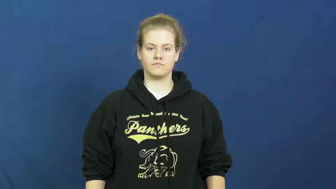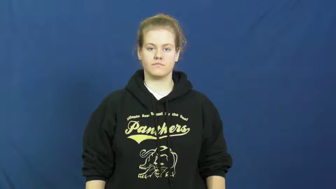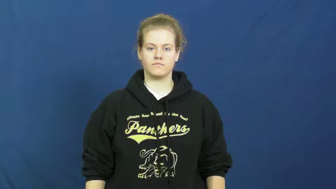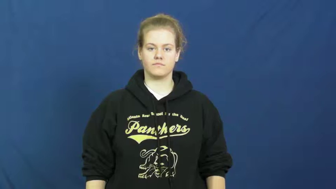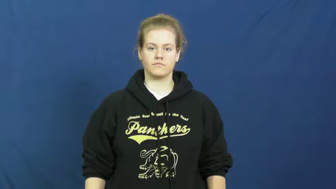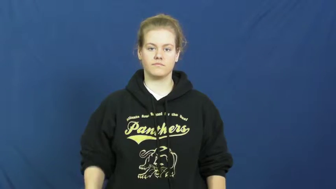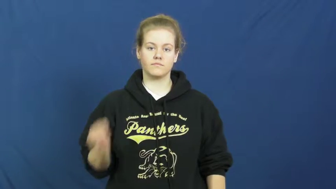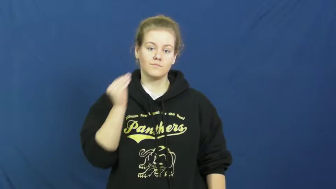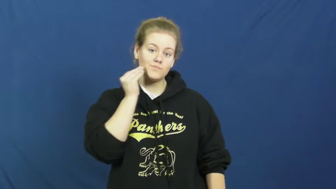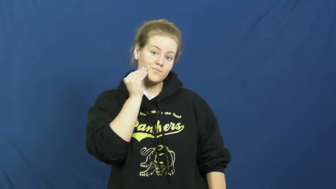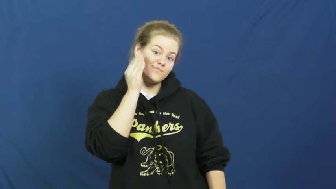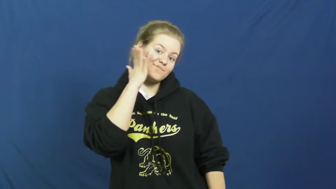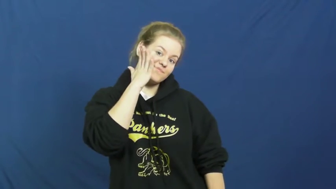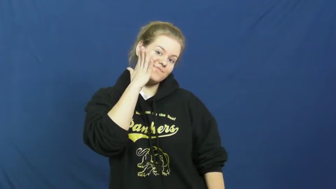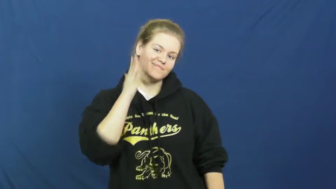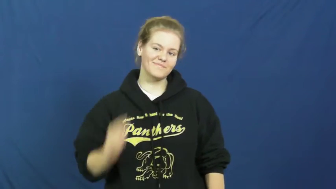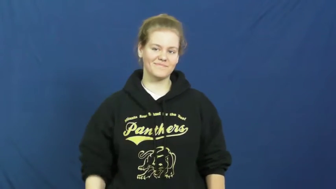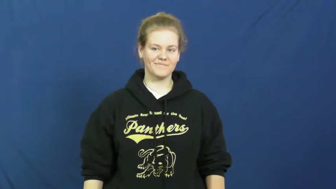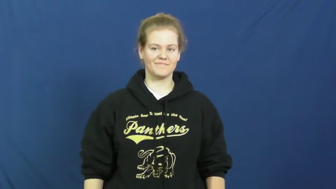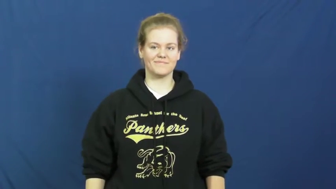kiss,buss,osculate,smooch,peck